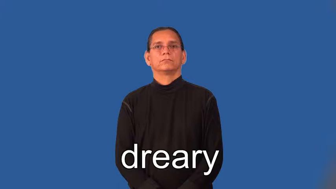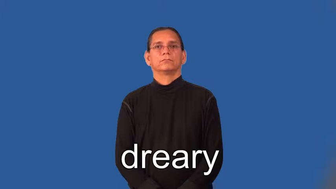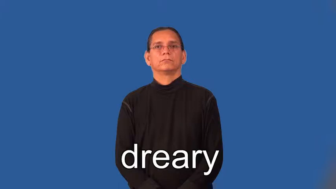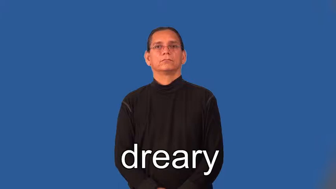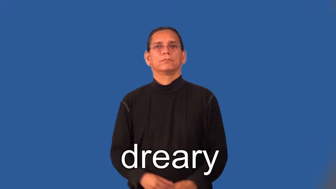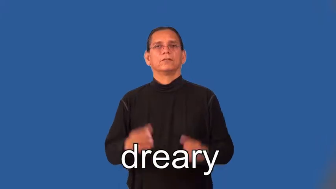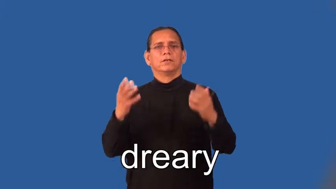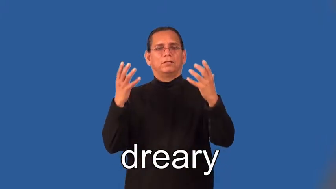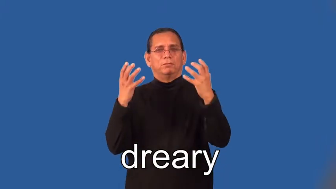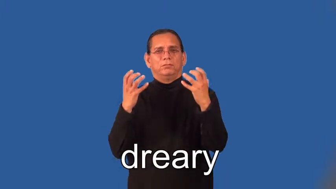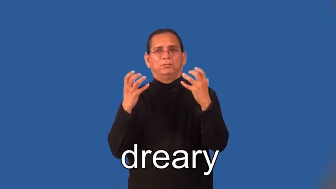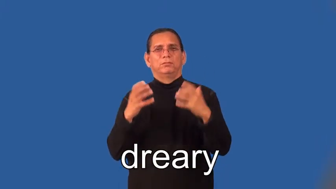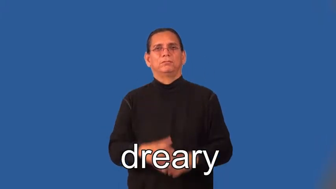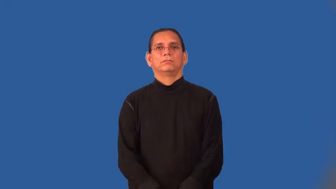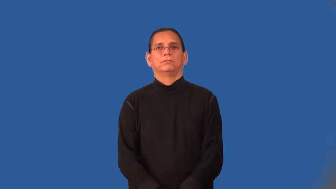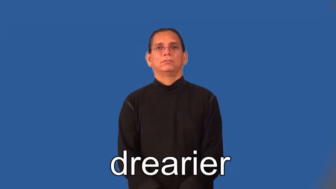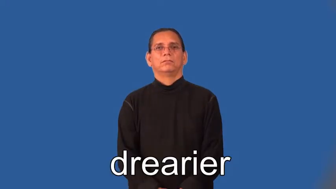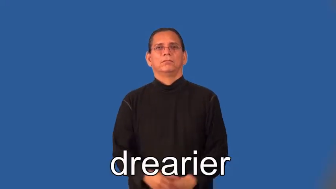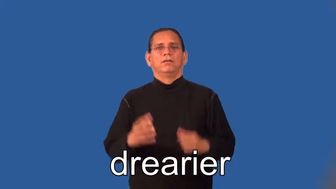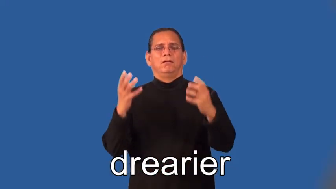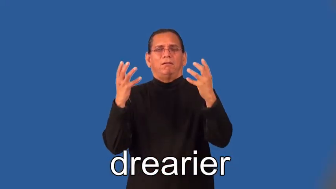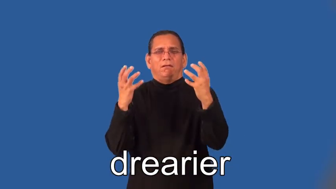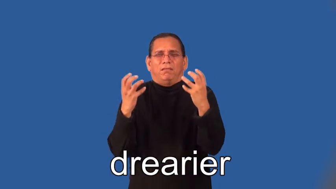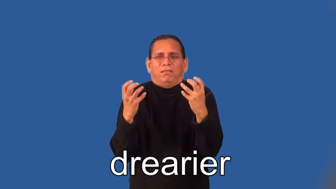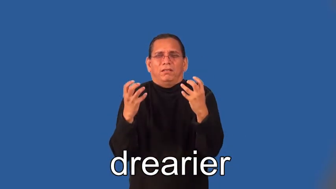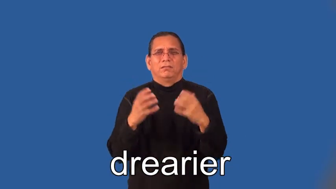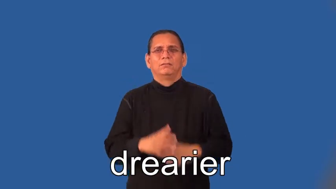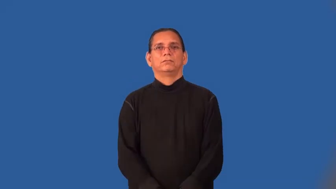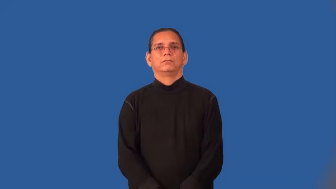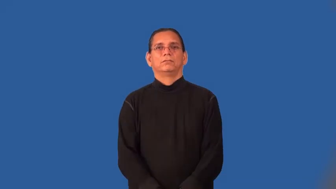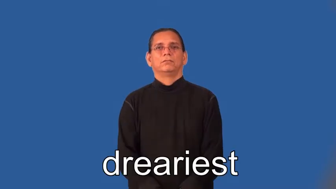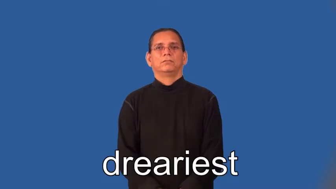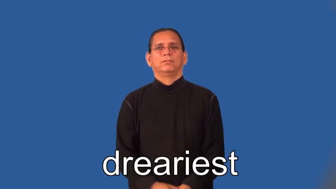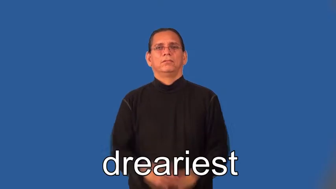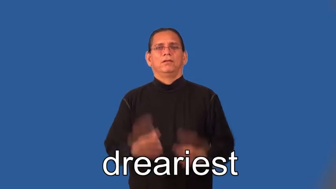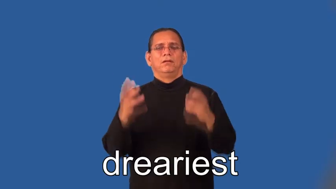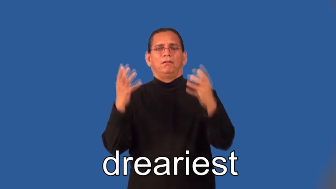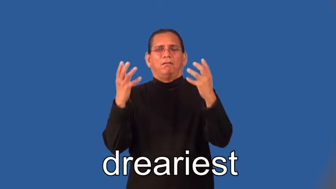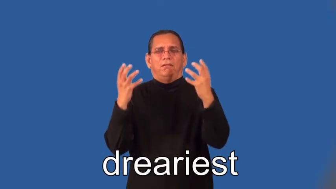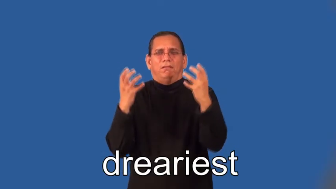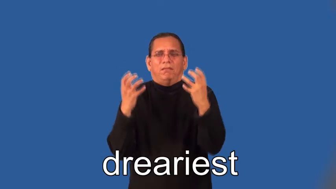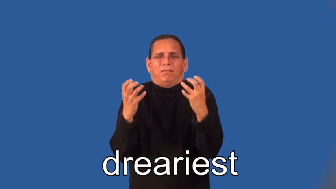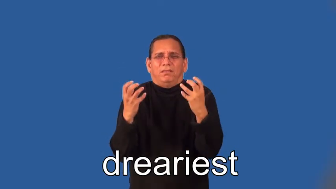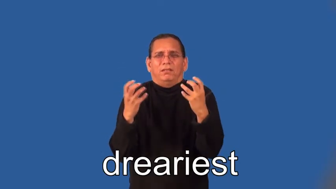drearier